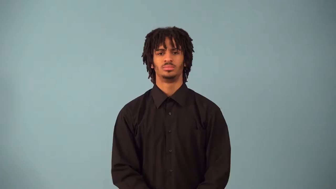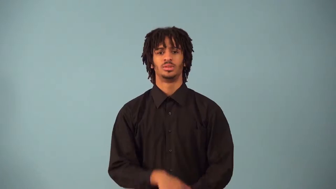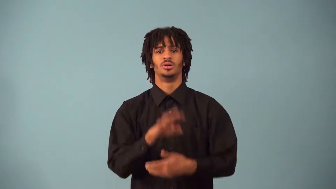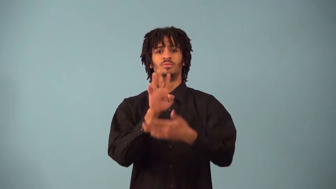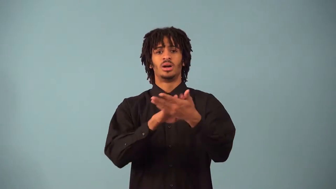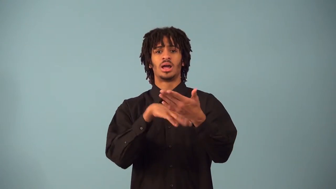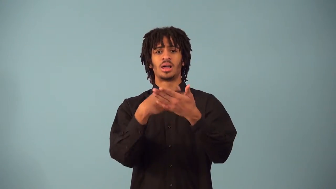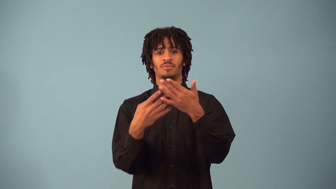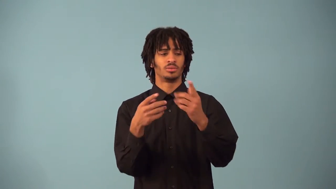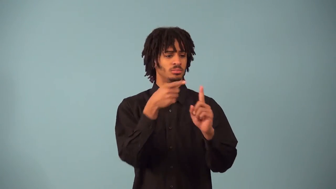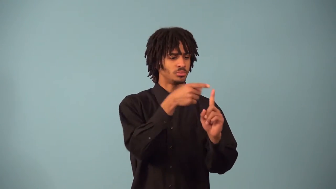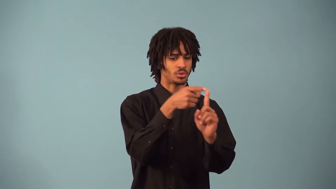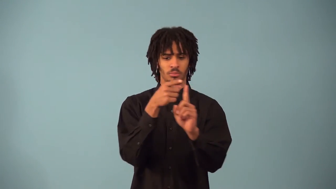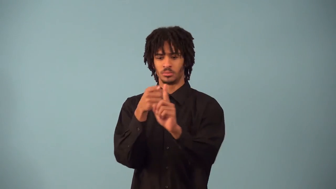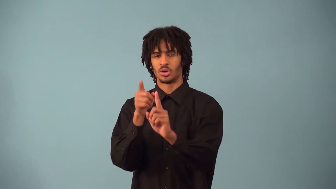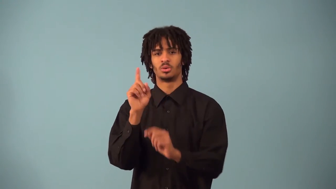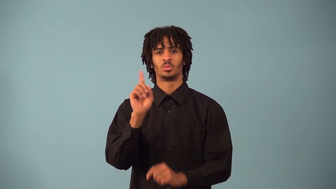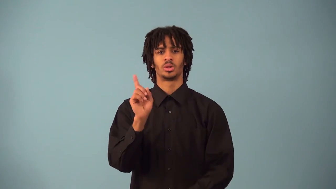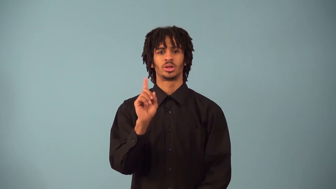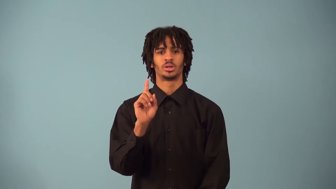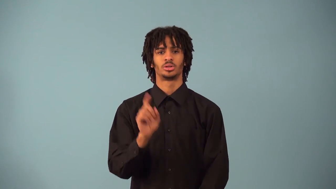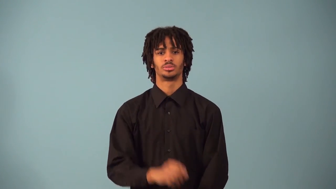polar-coordinates